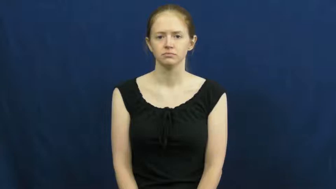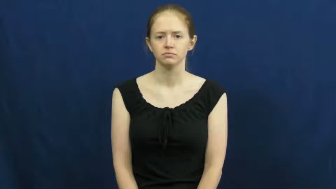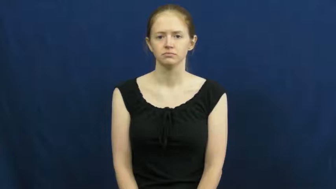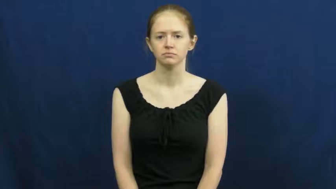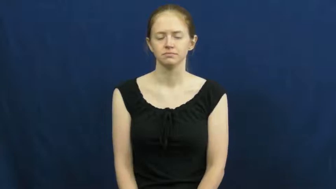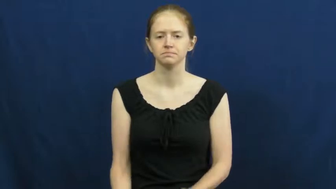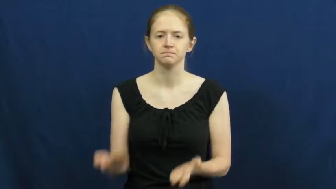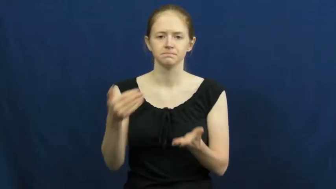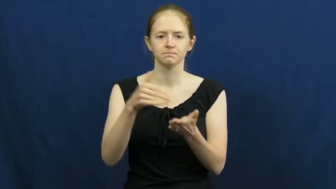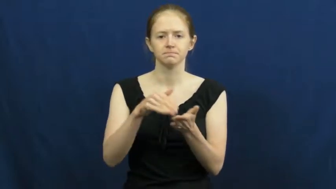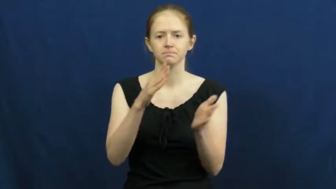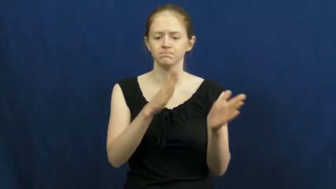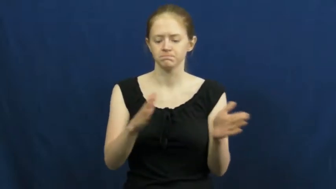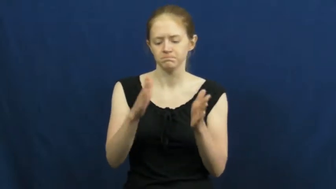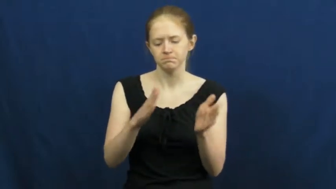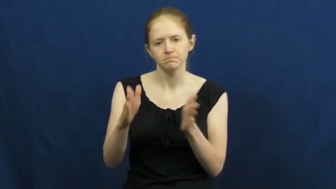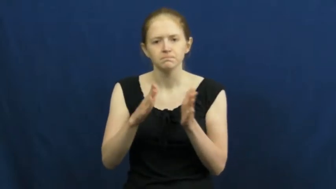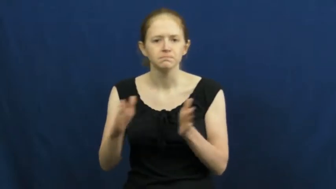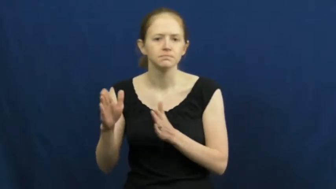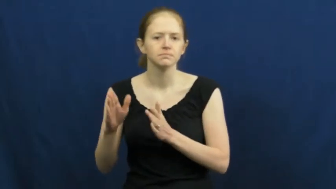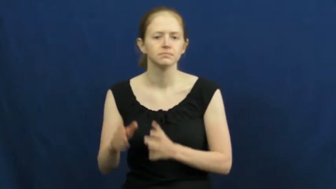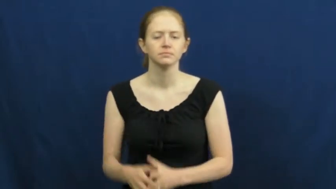reorganize,rejig